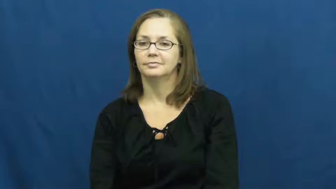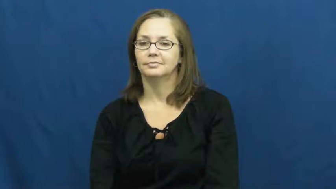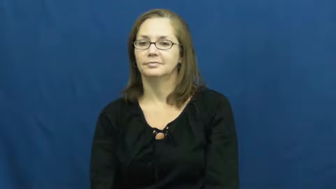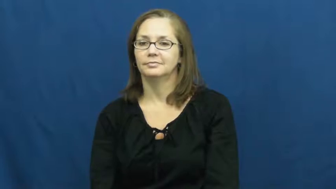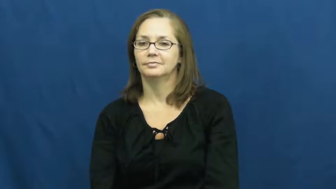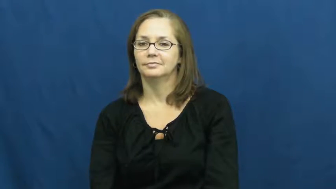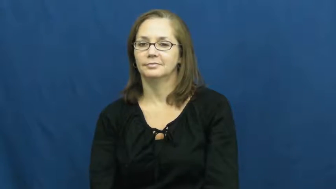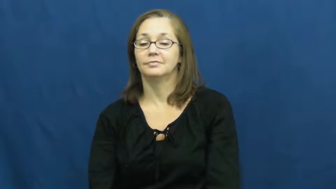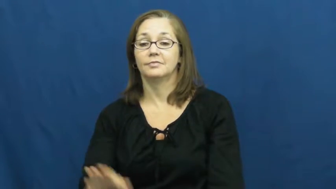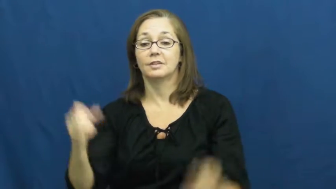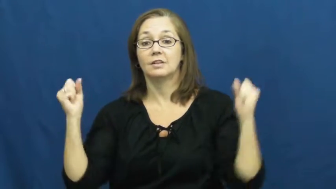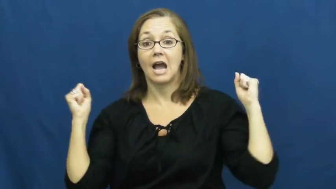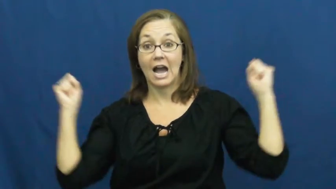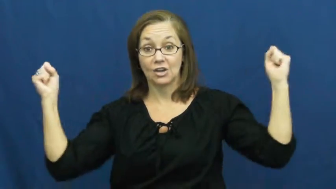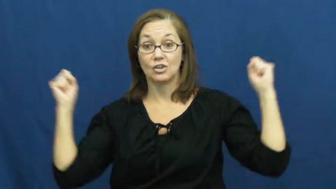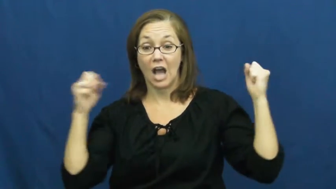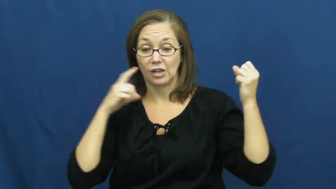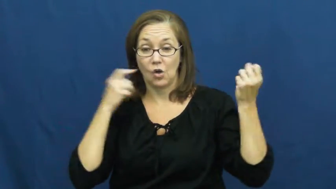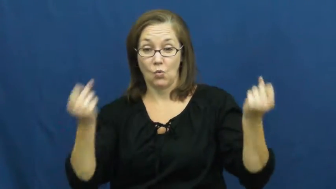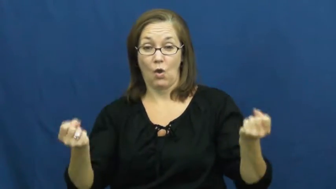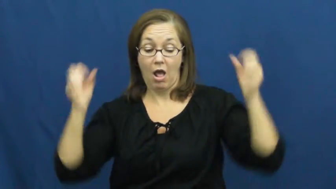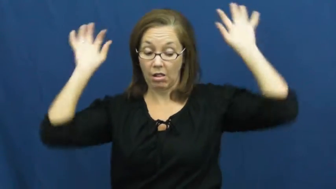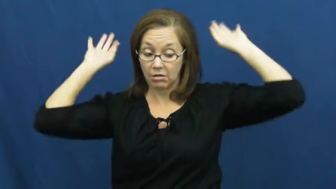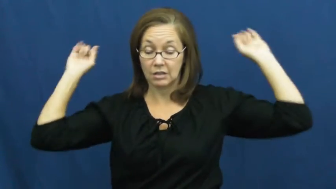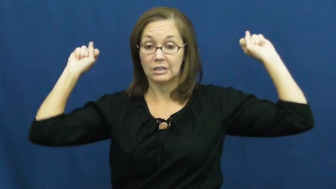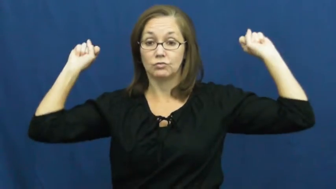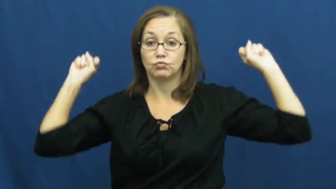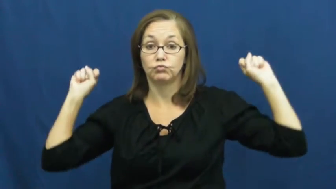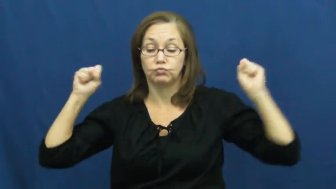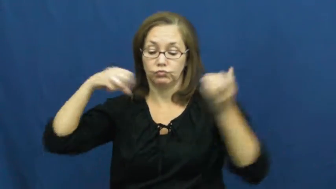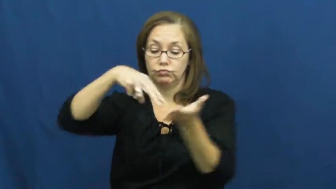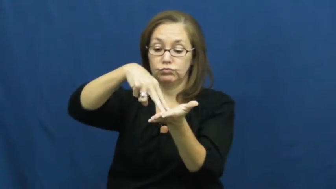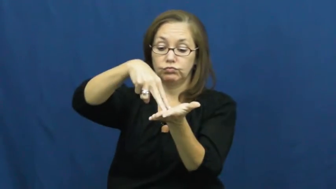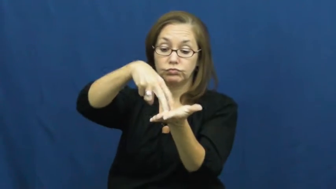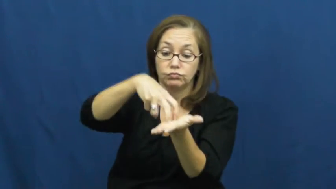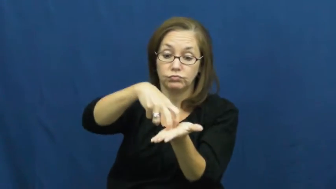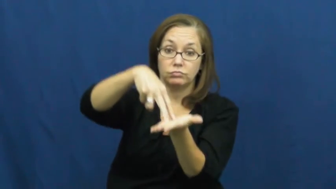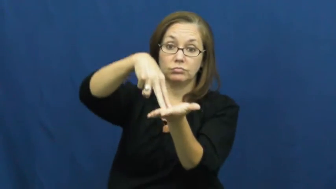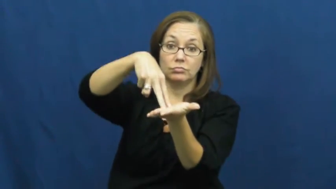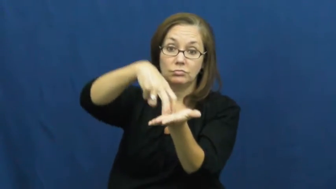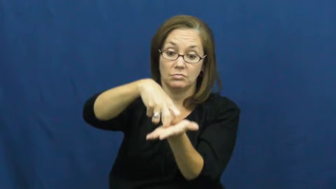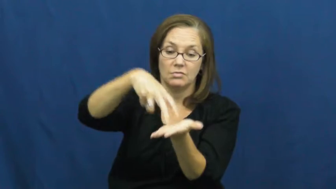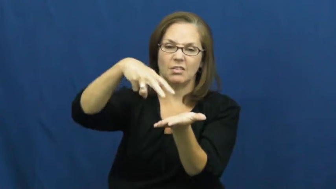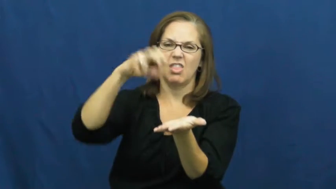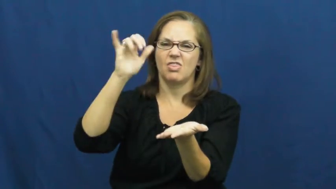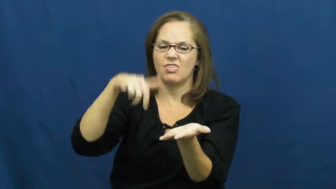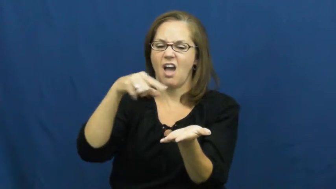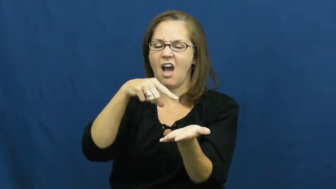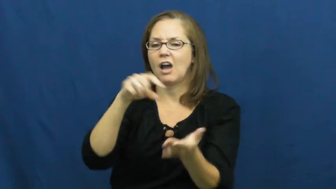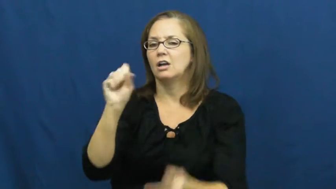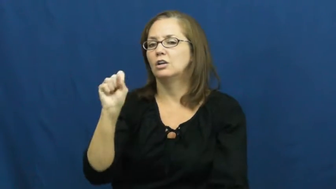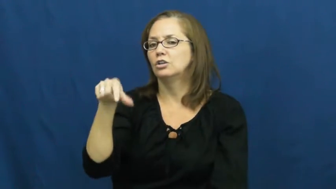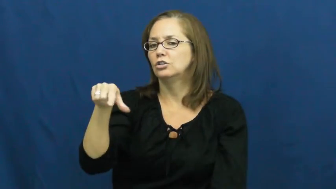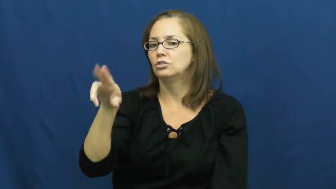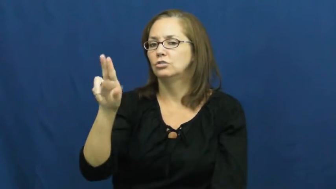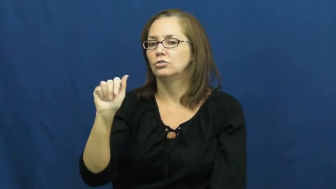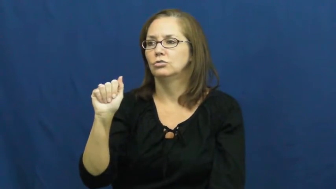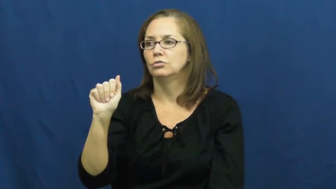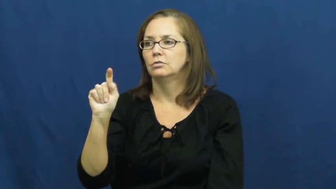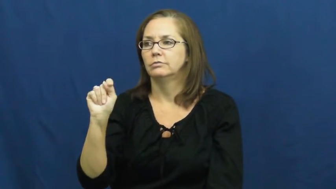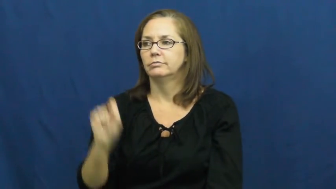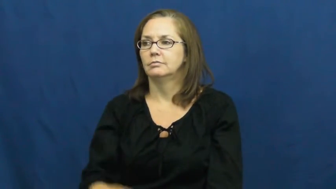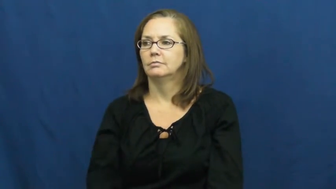squat-bend